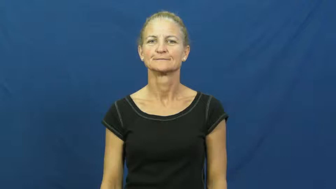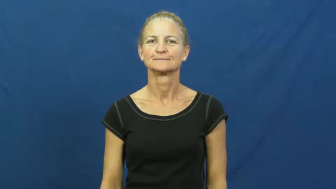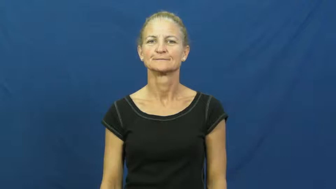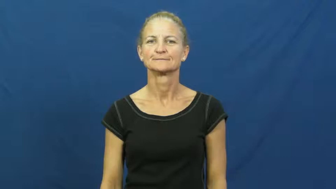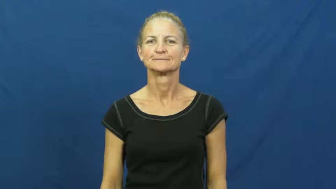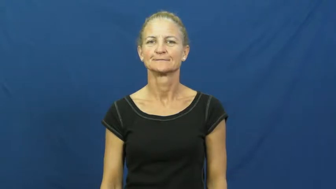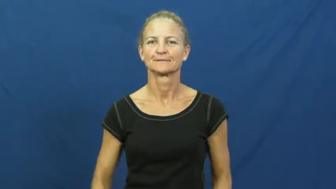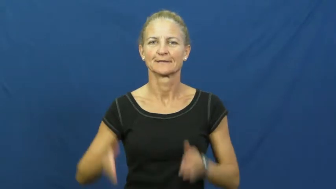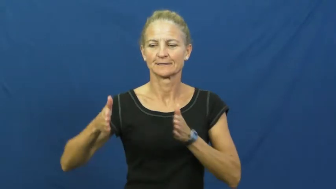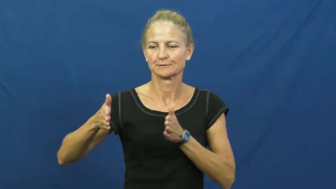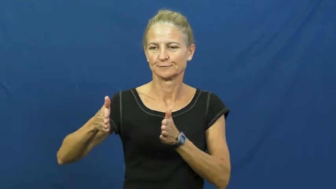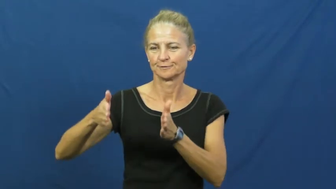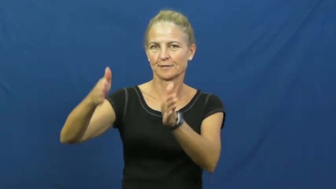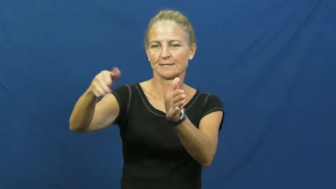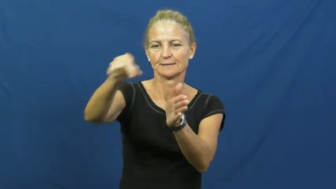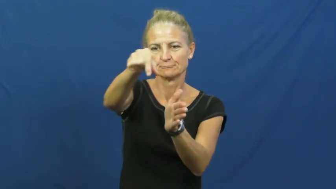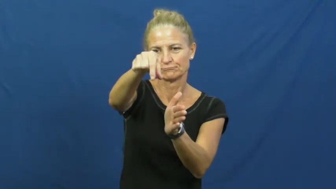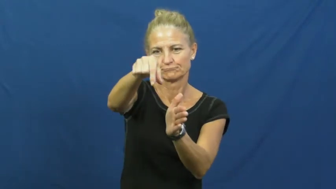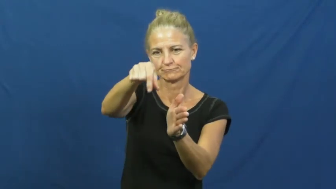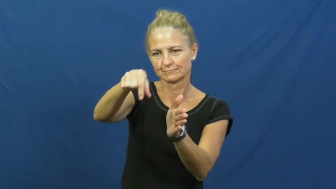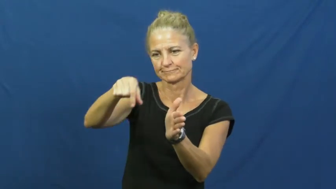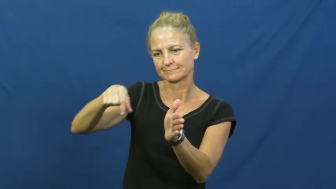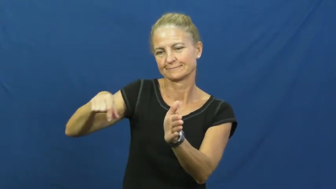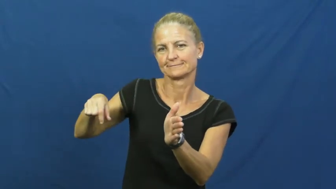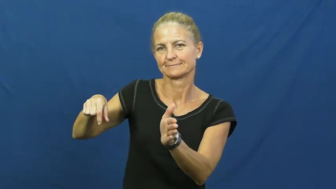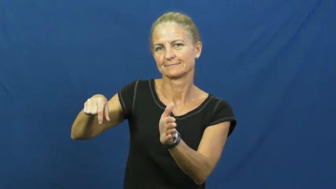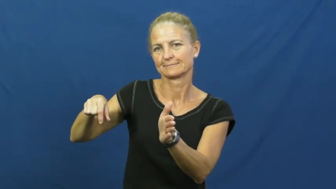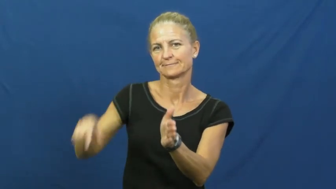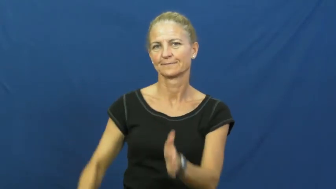curb,kerb